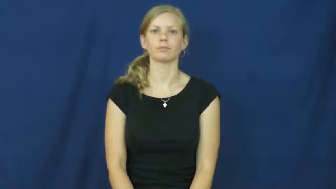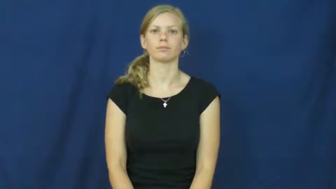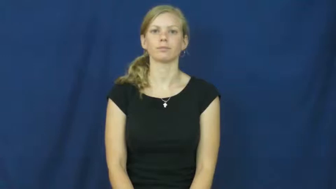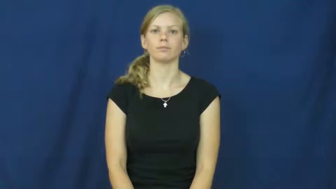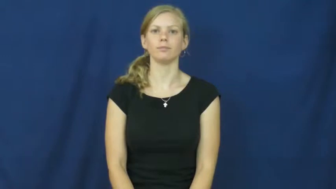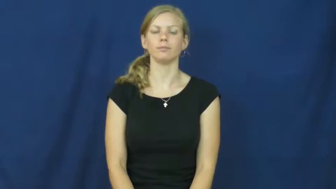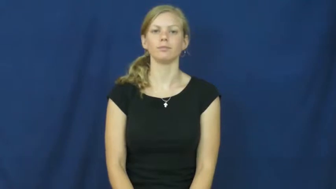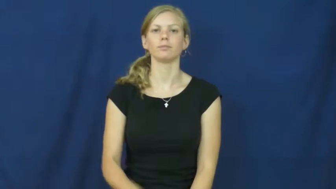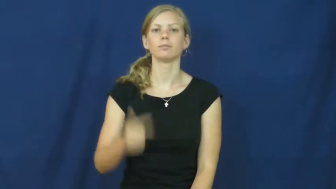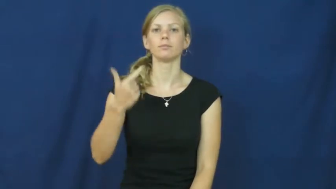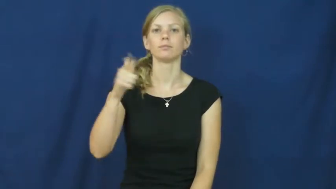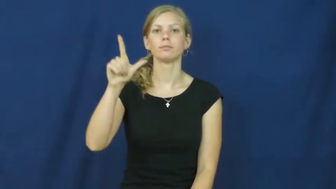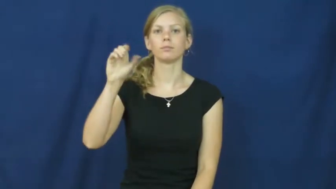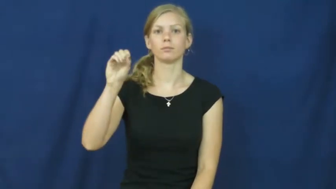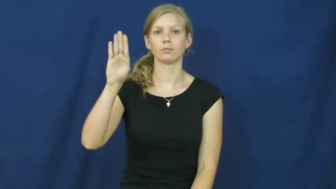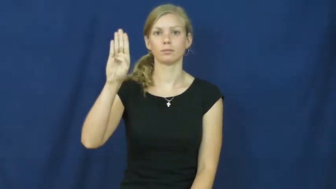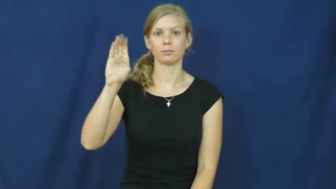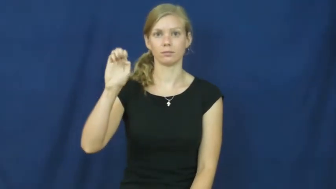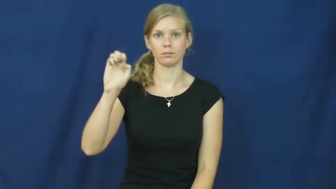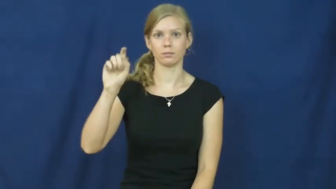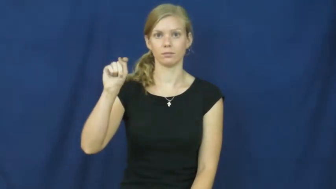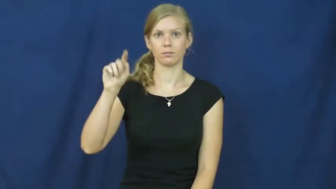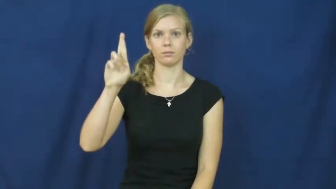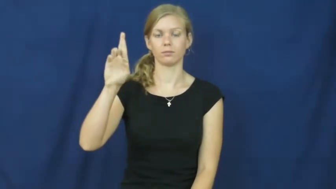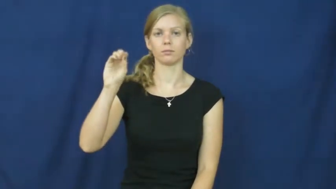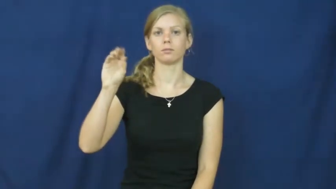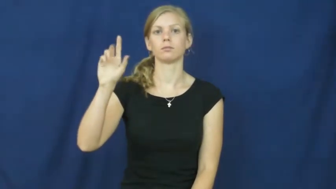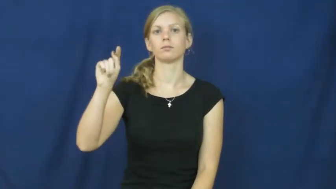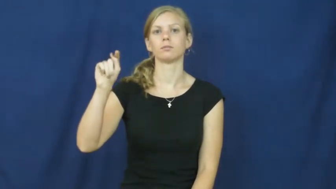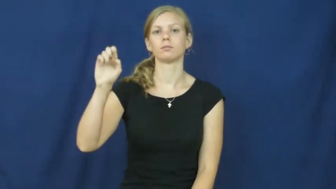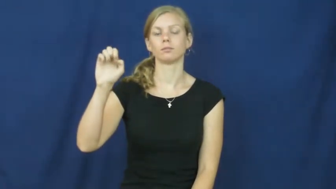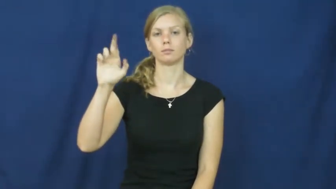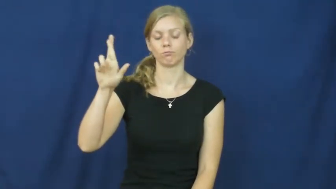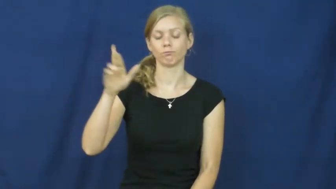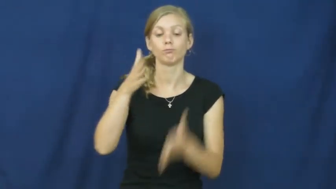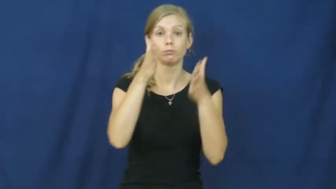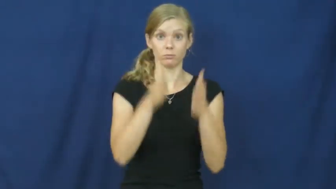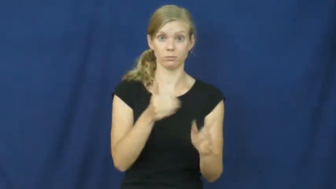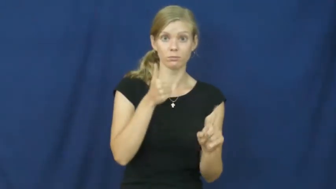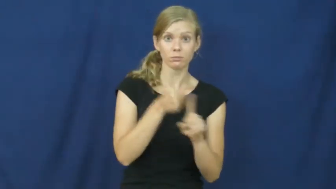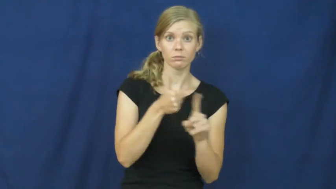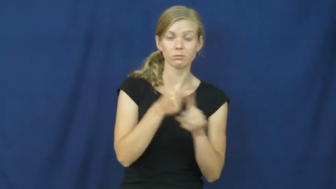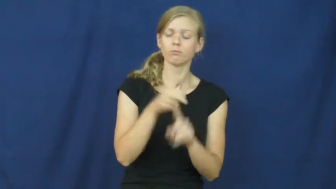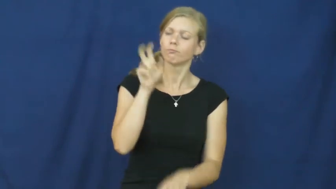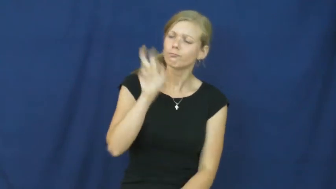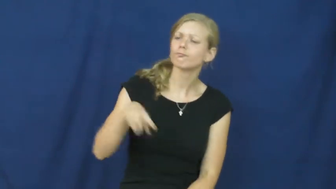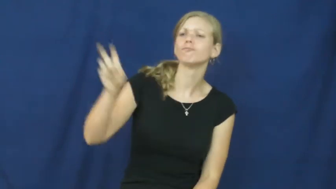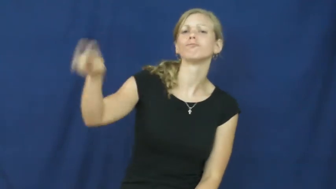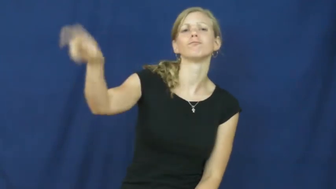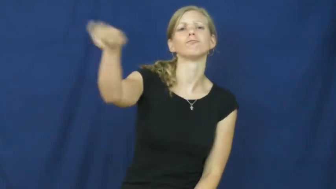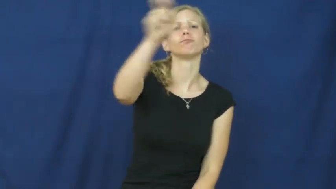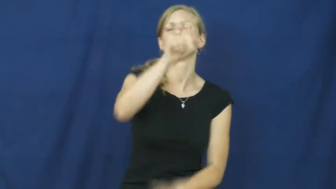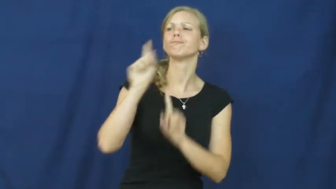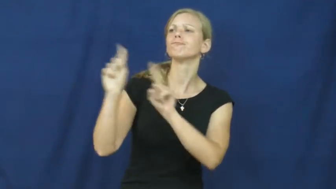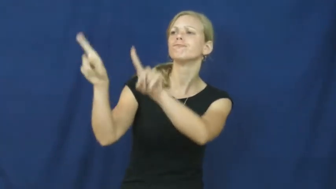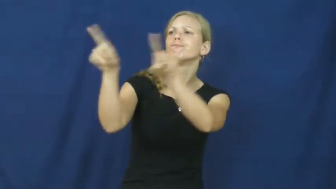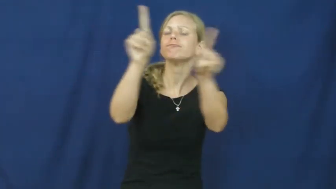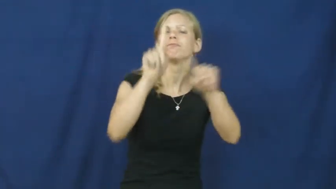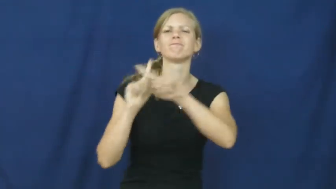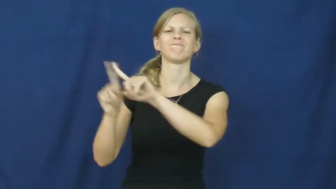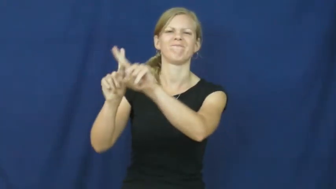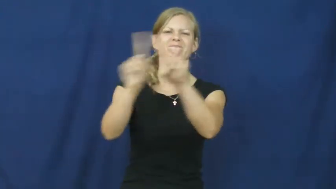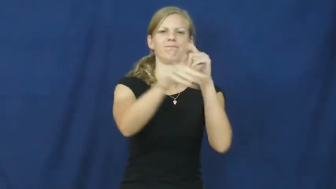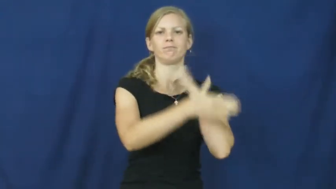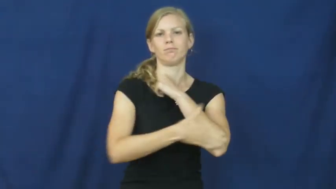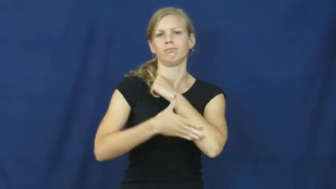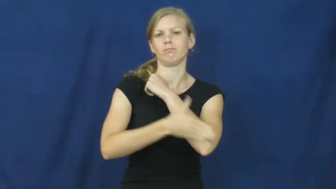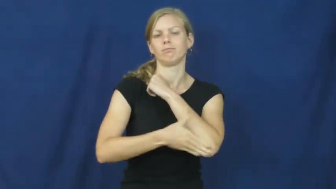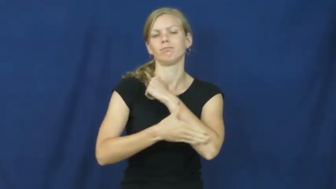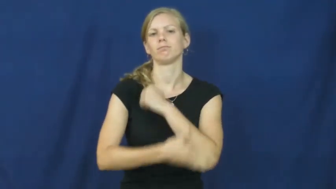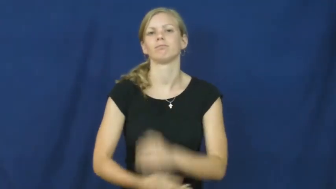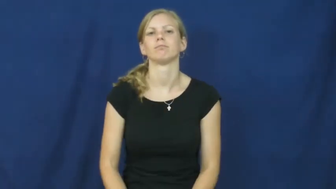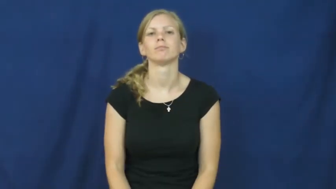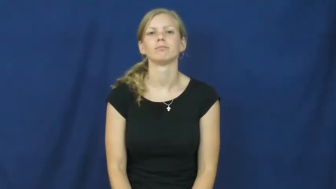globetrotter